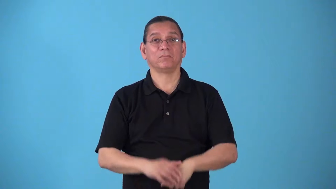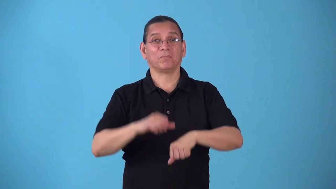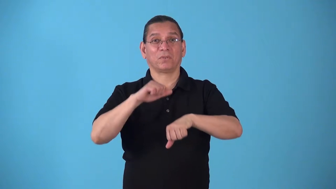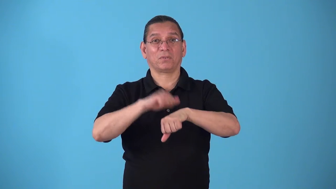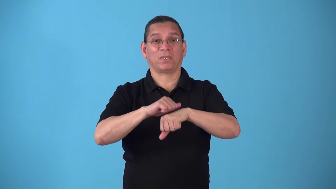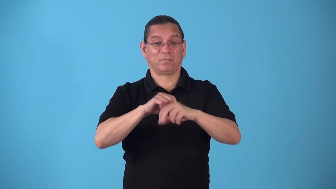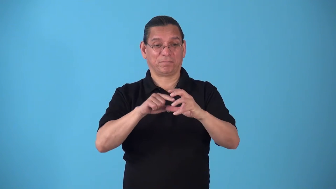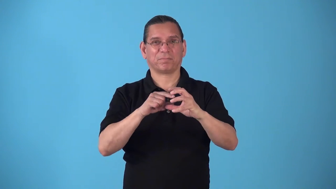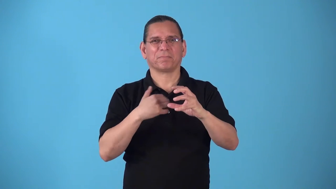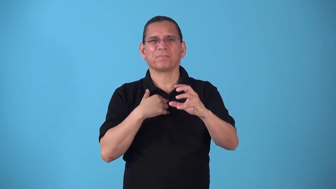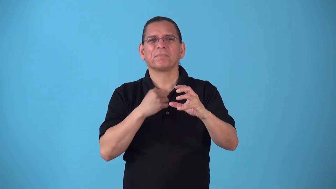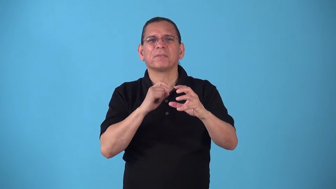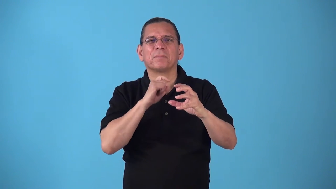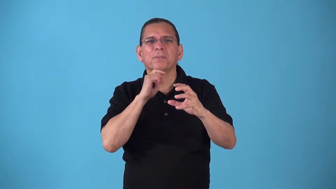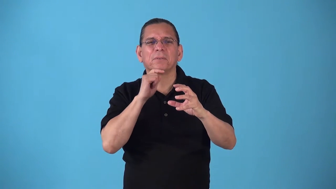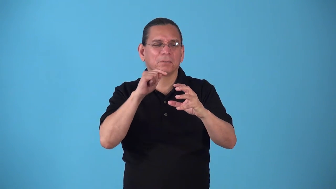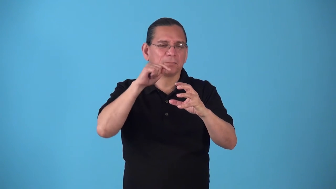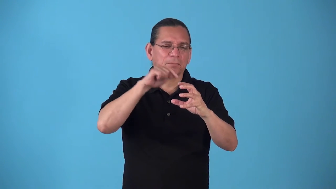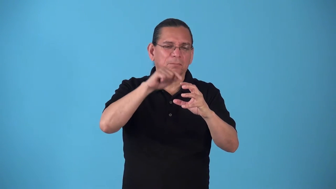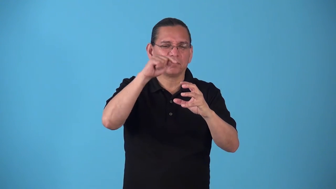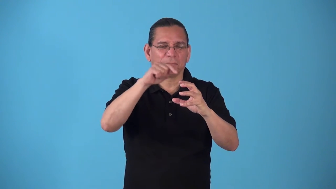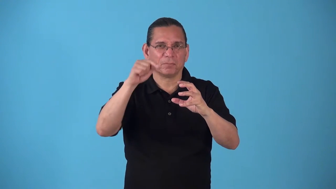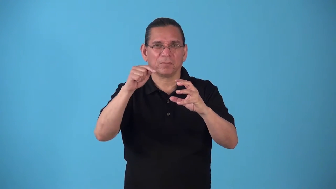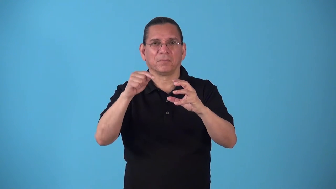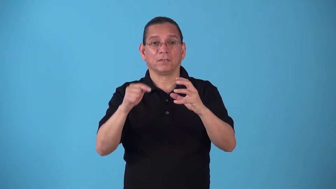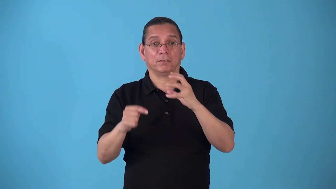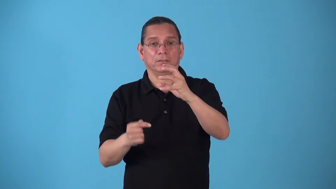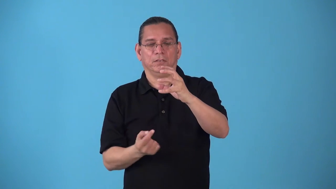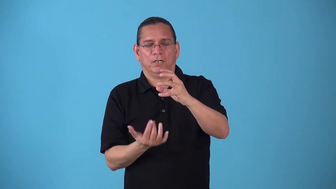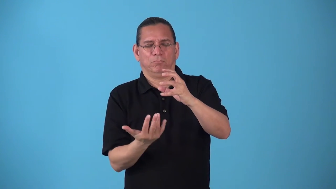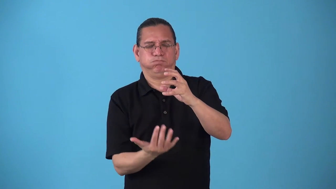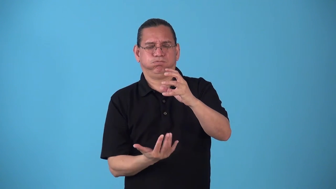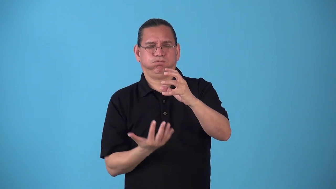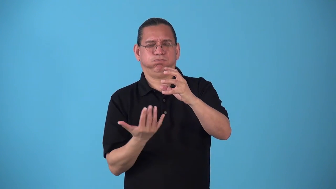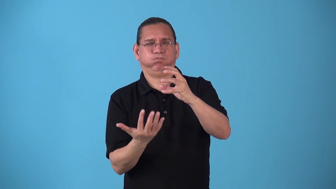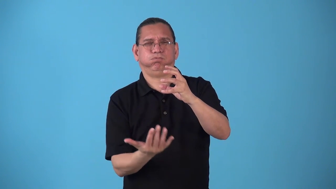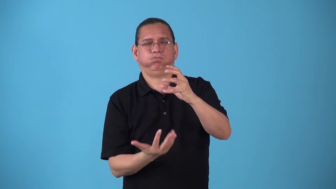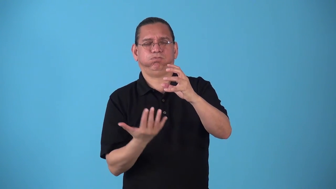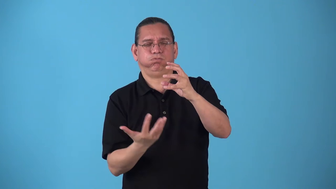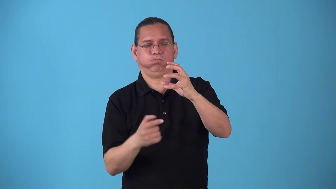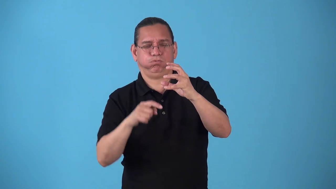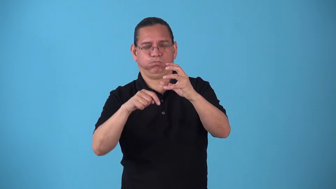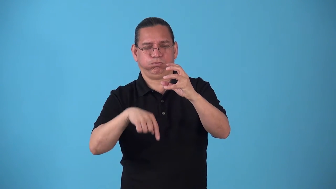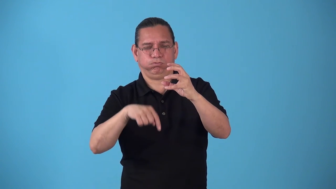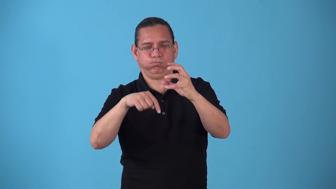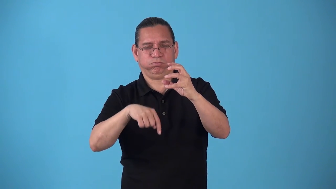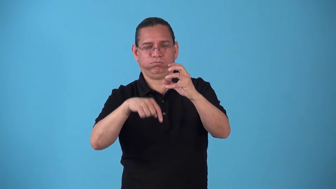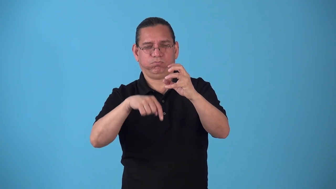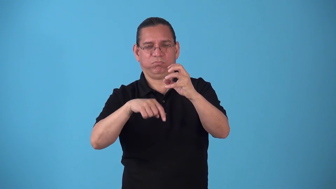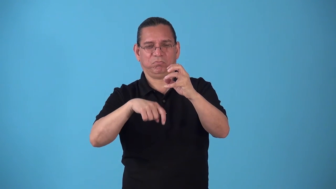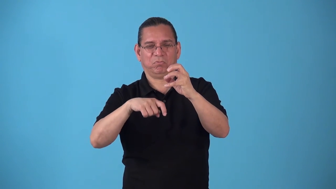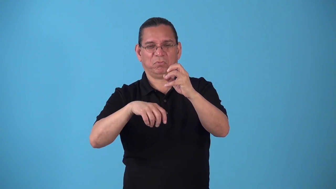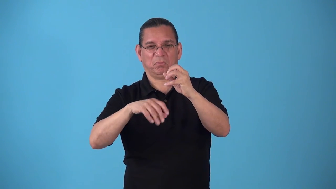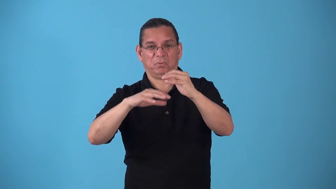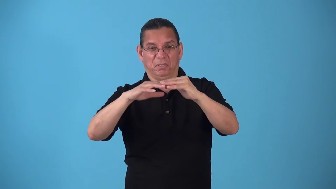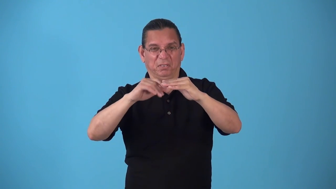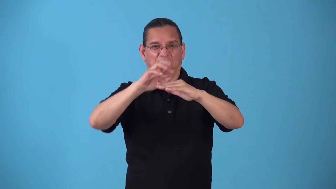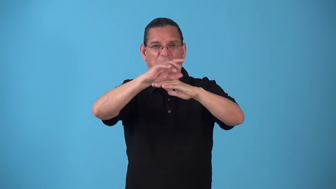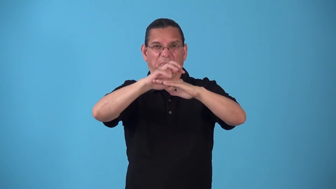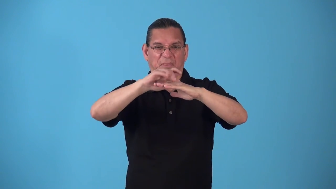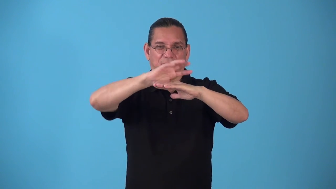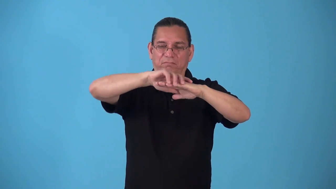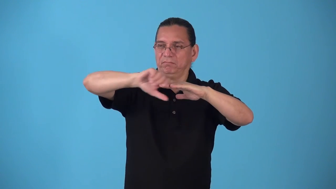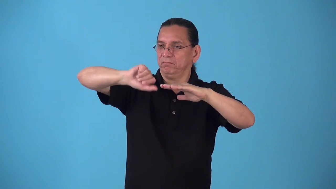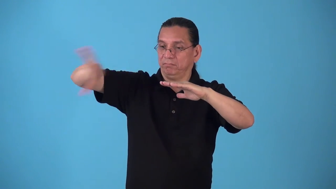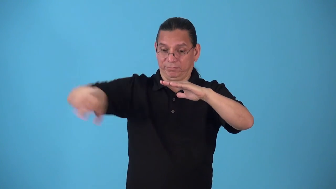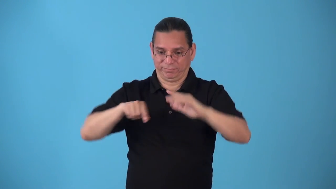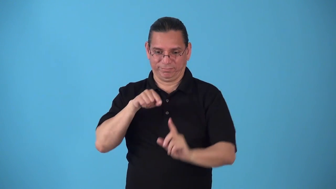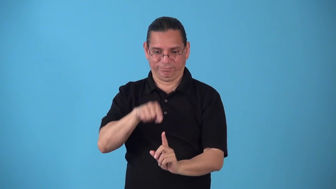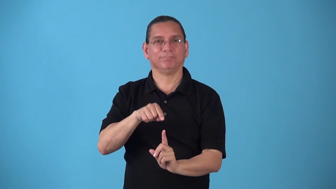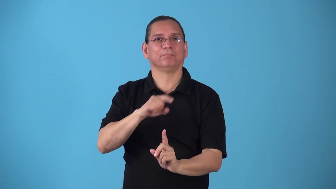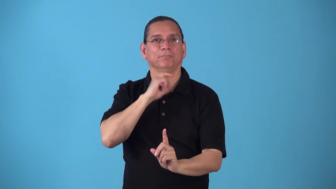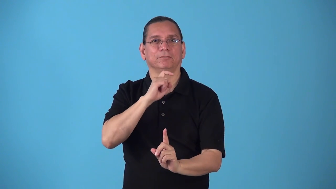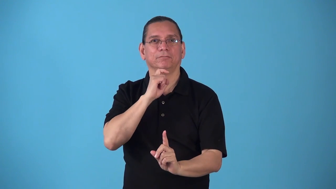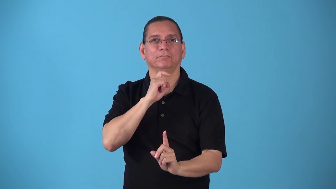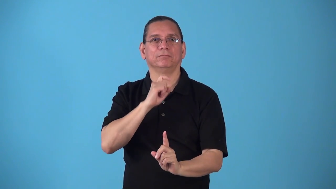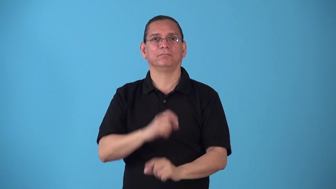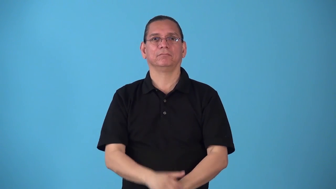smelt-metal